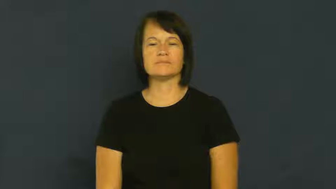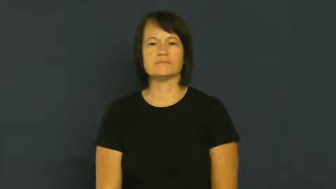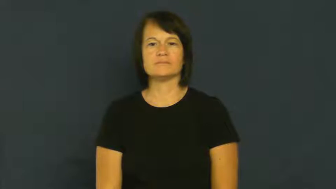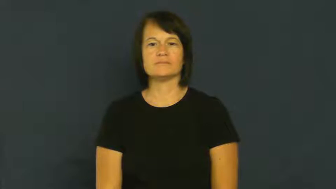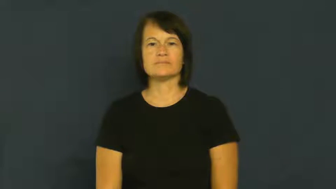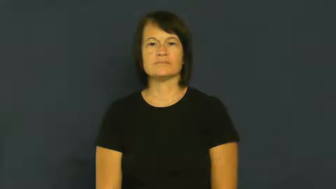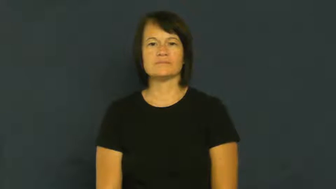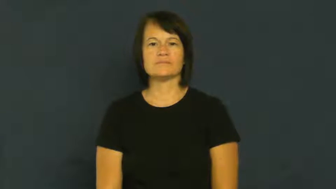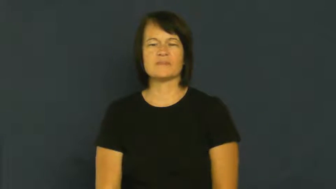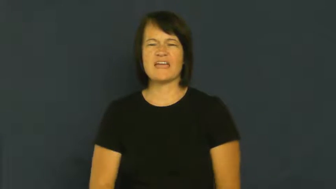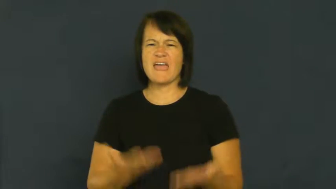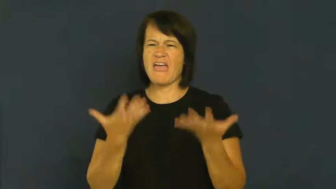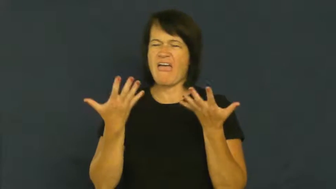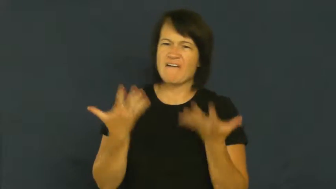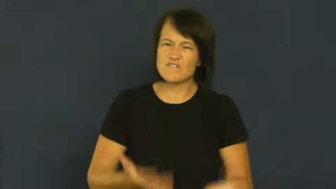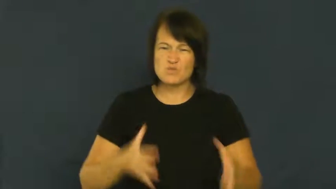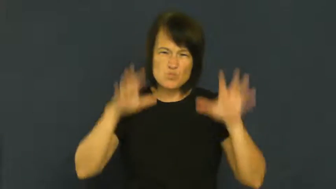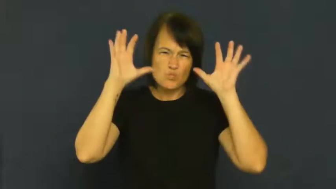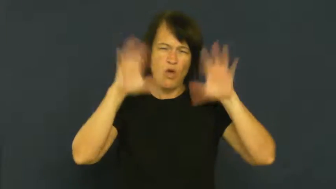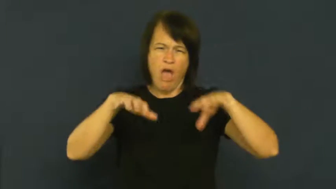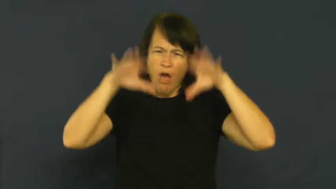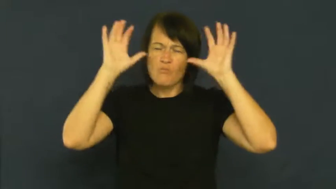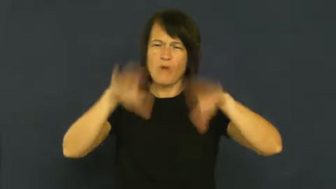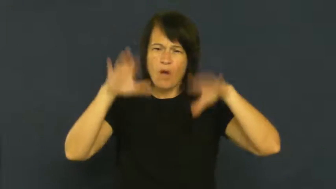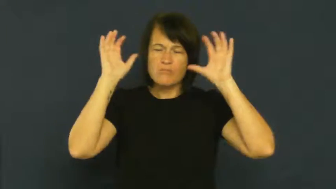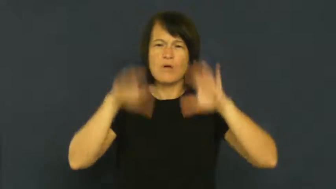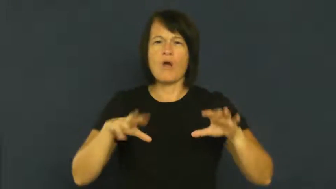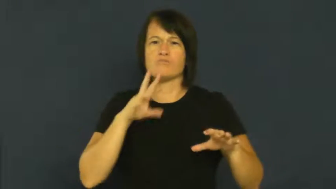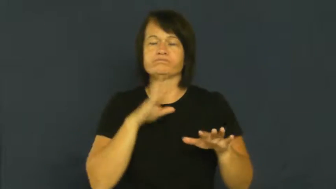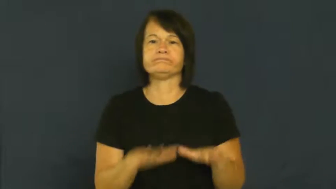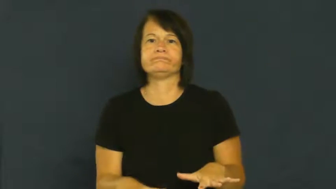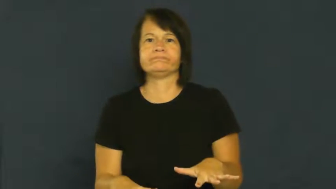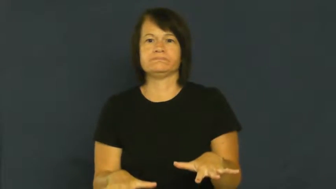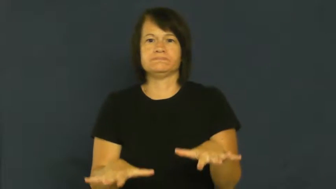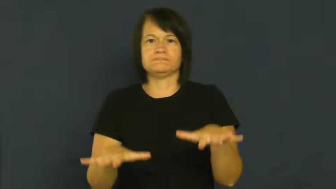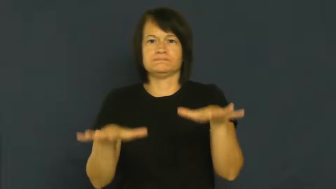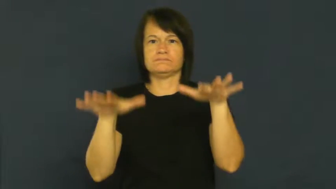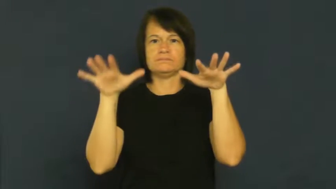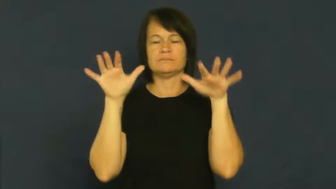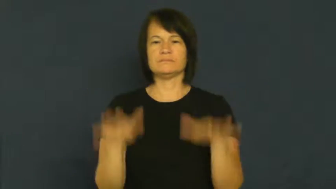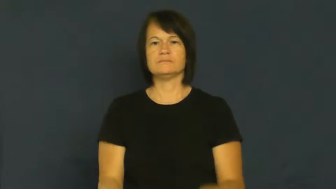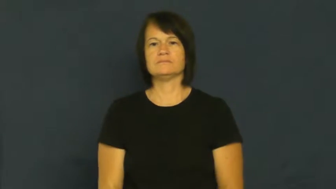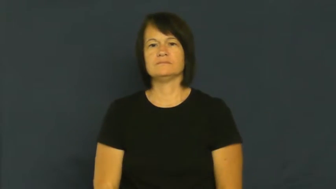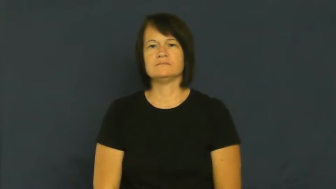deluge-water